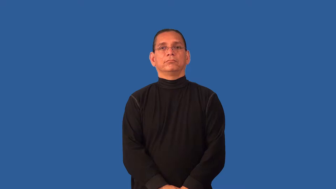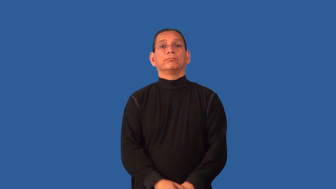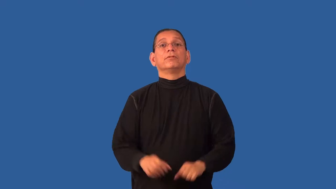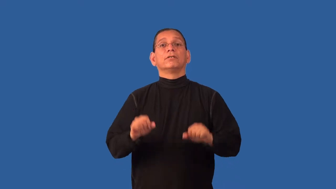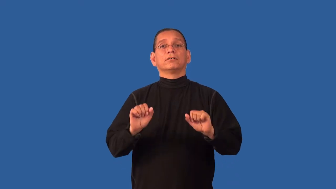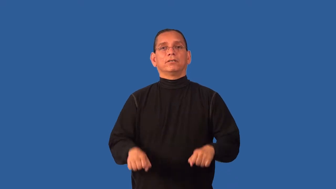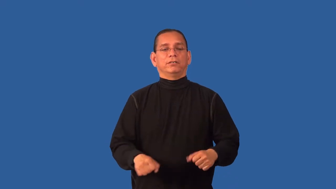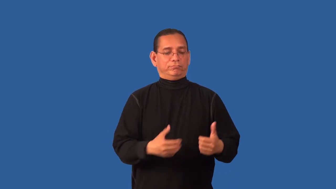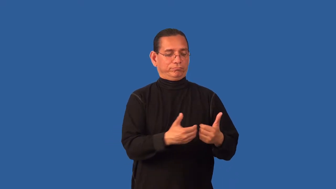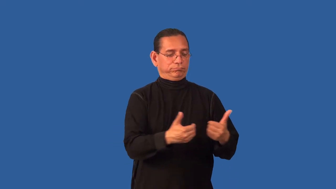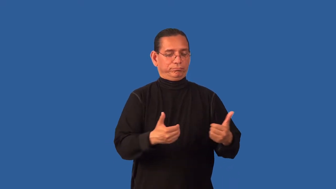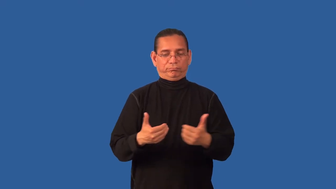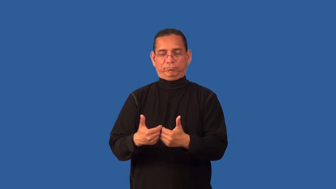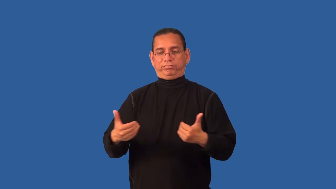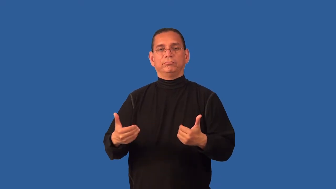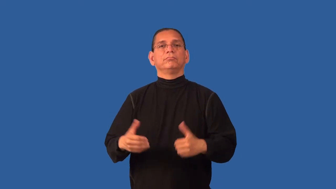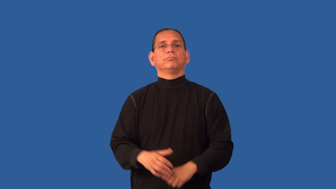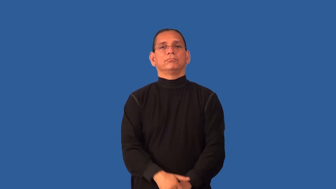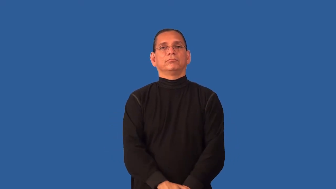decomposable